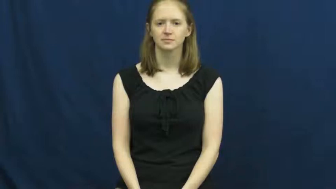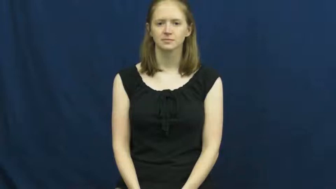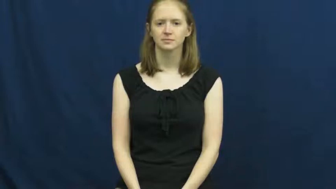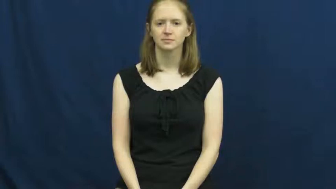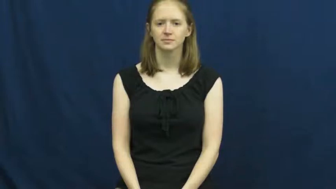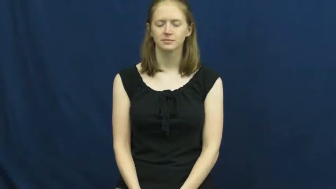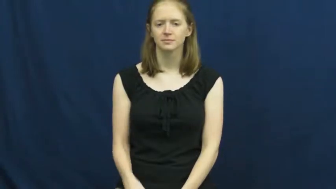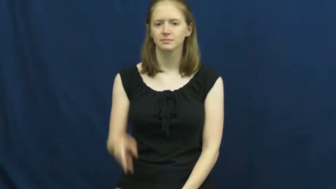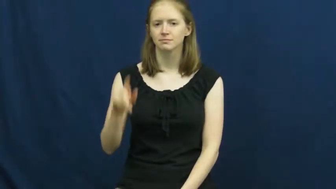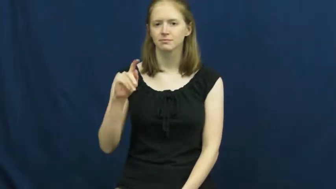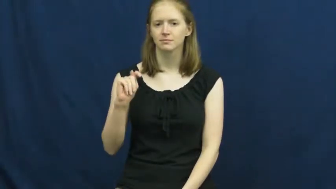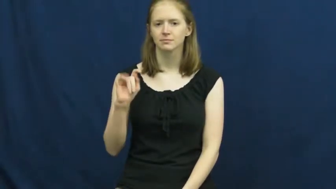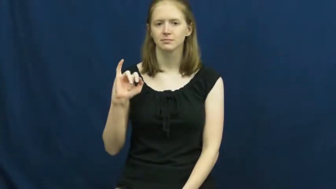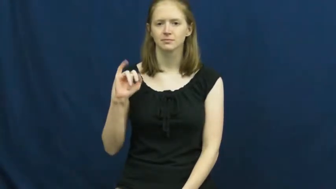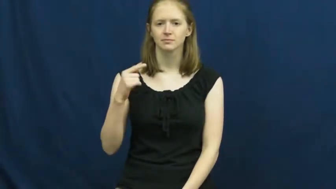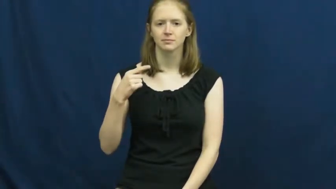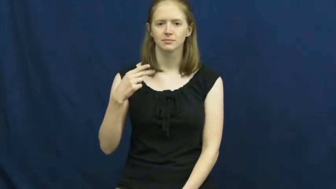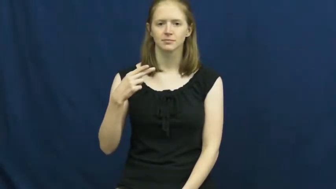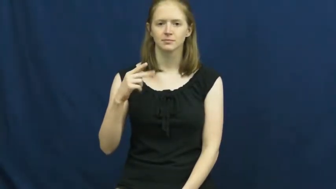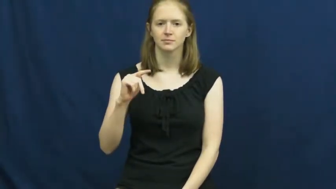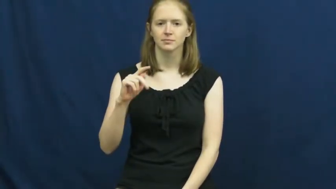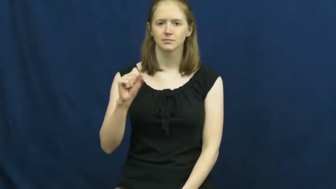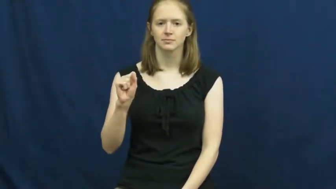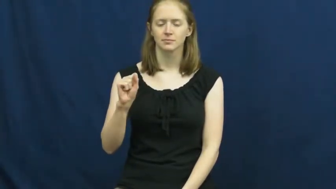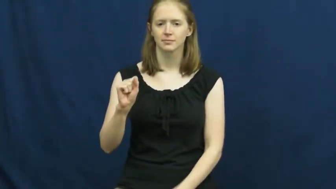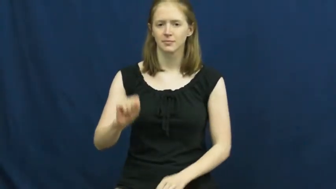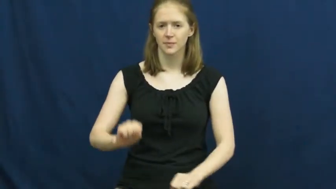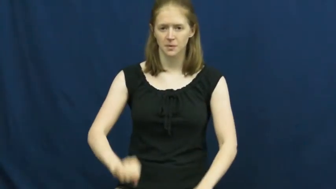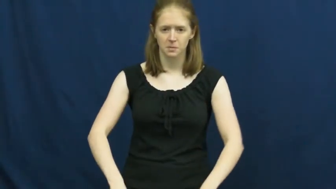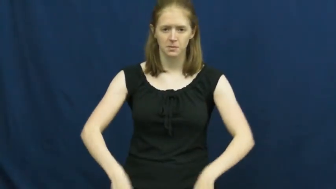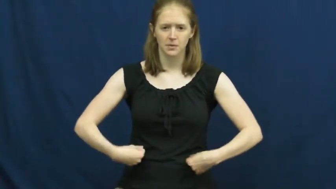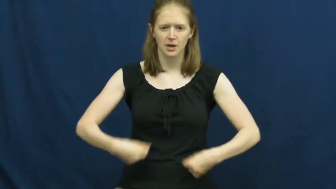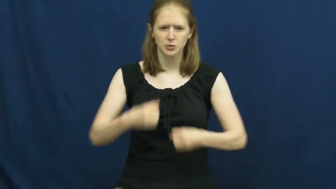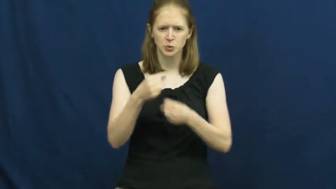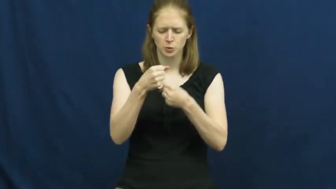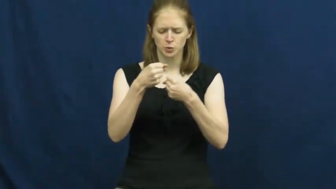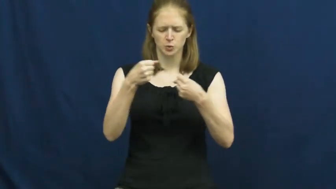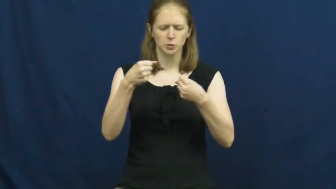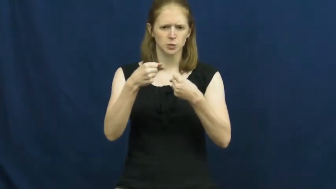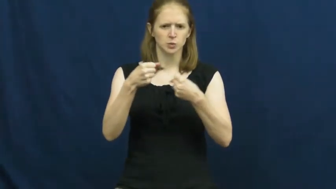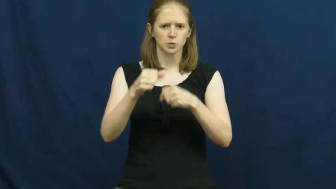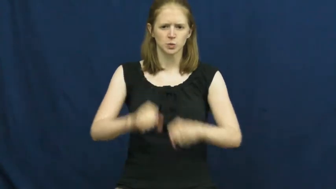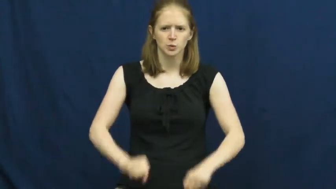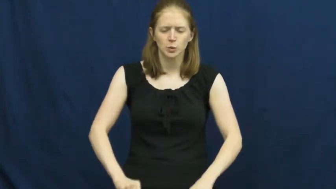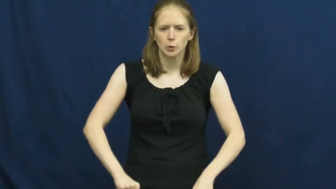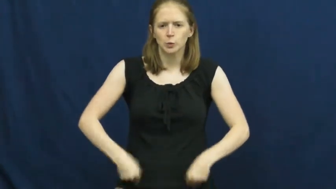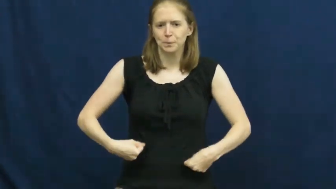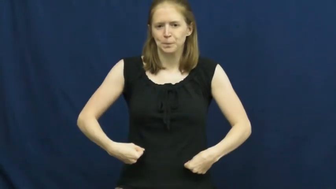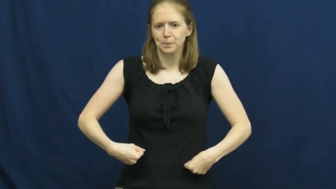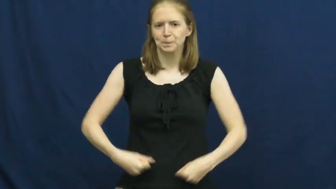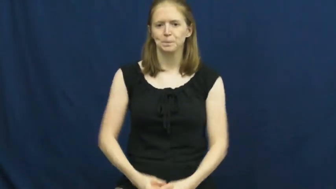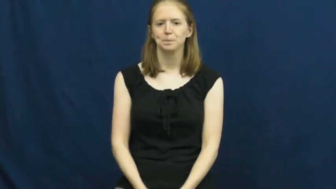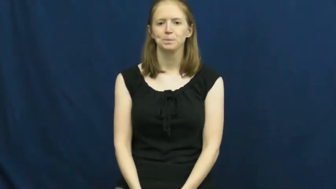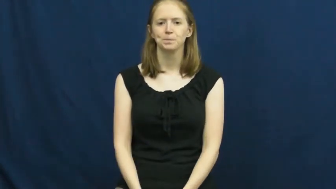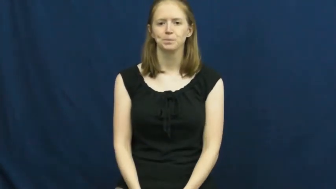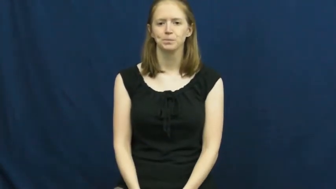tights